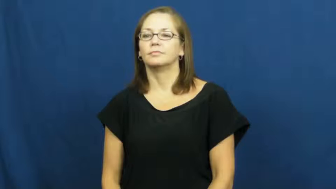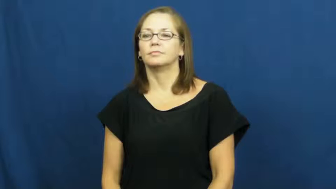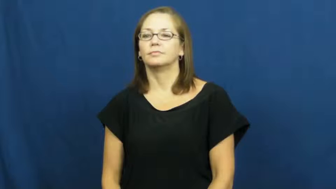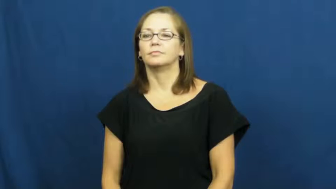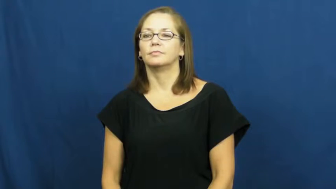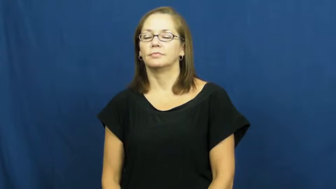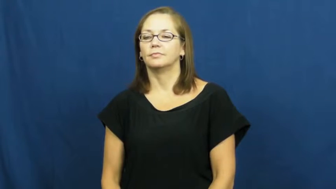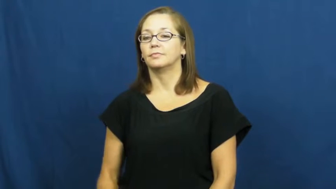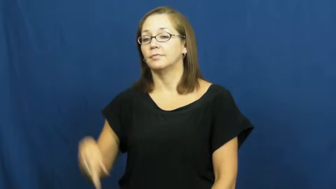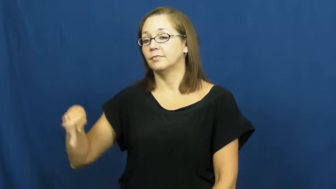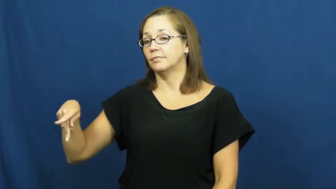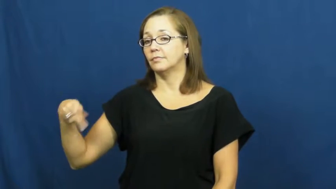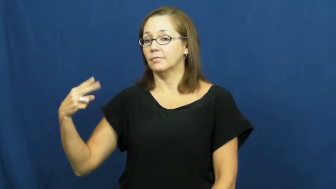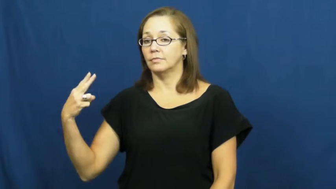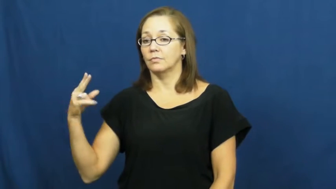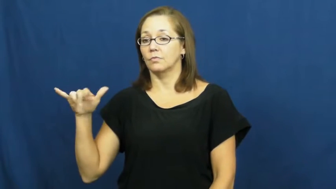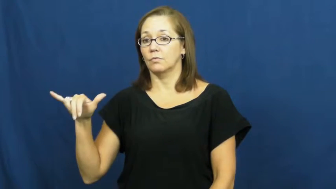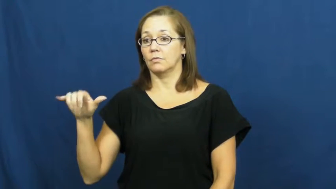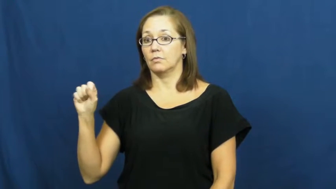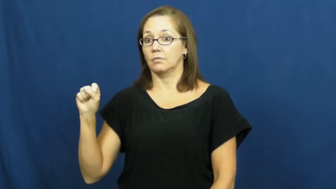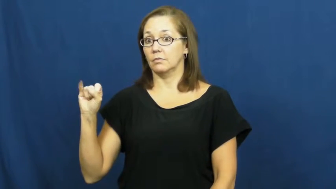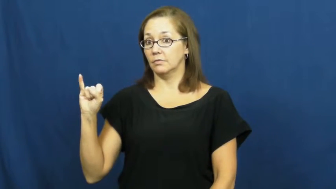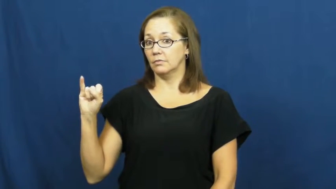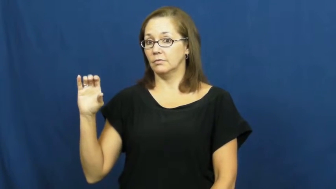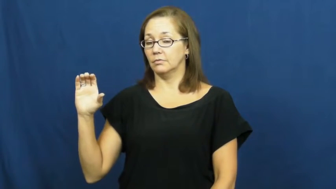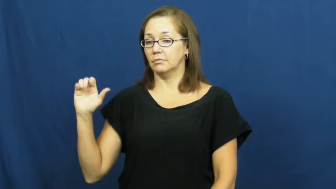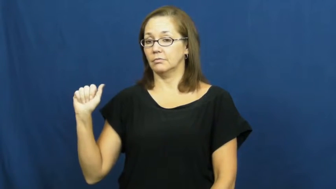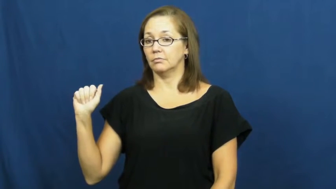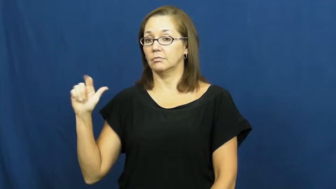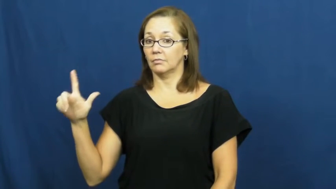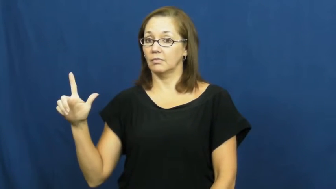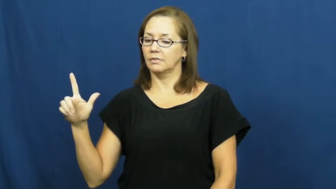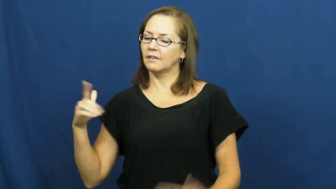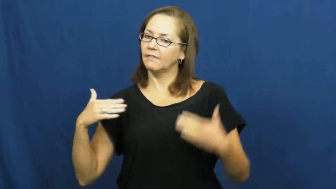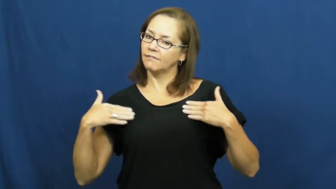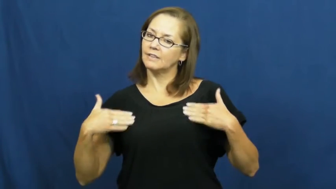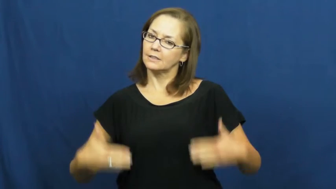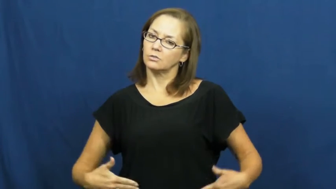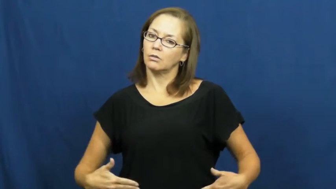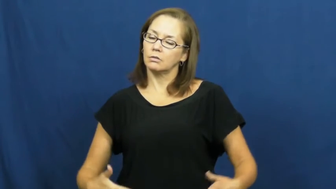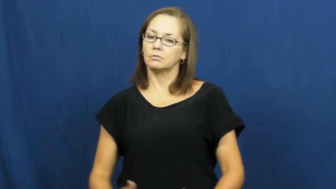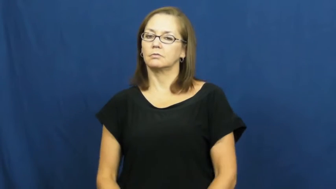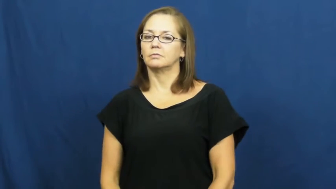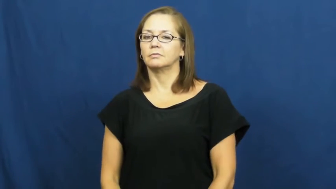physical